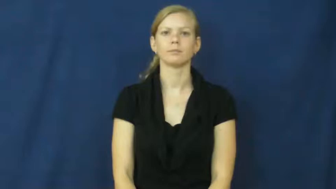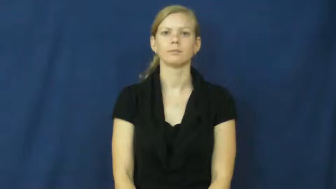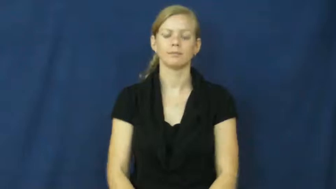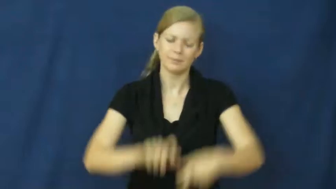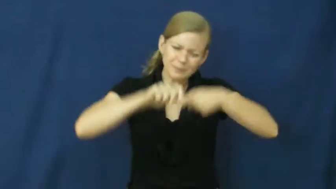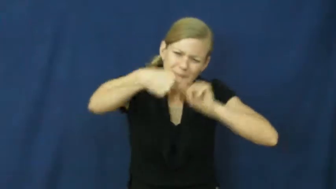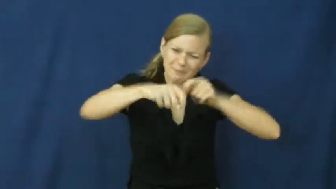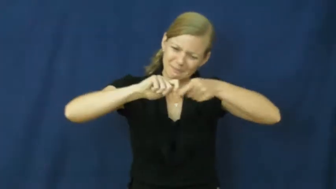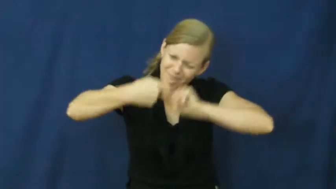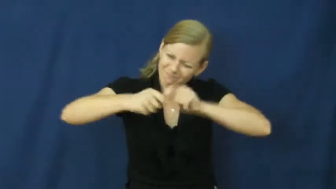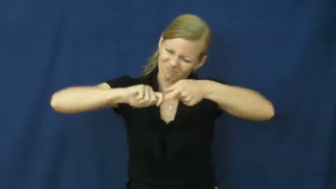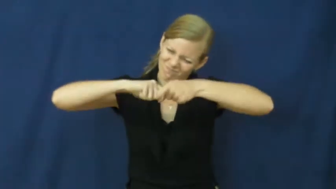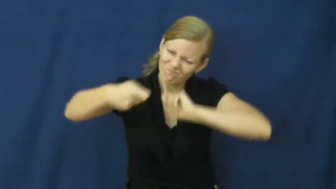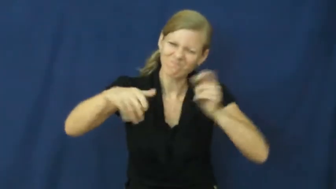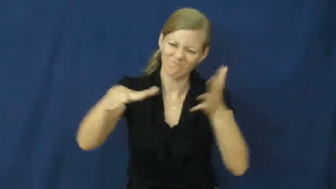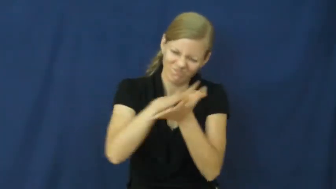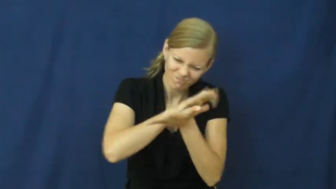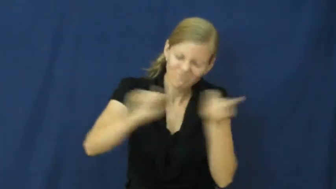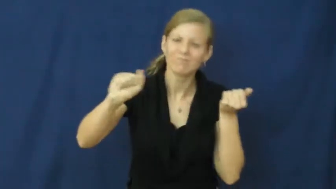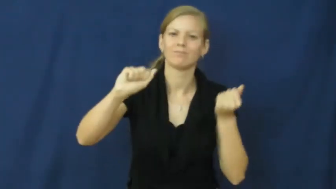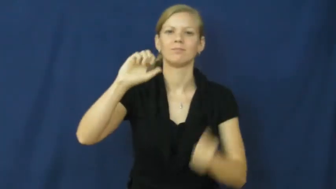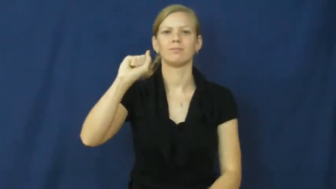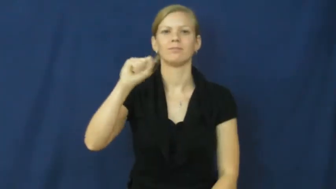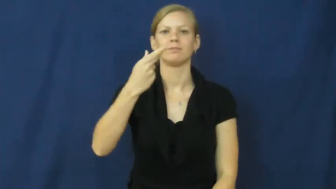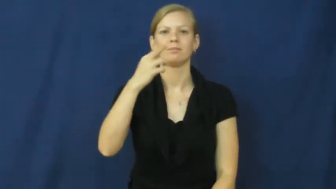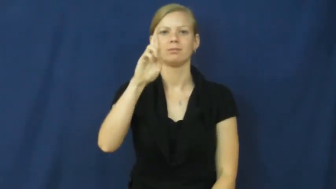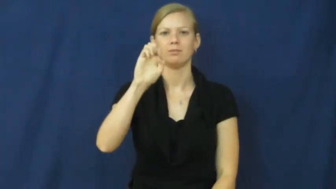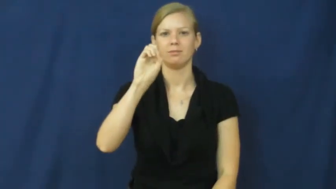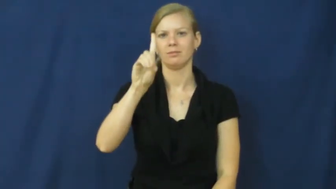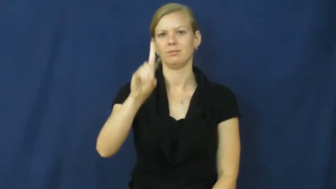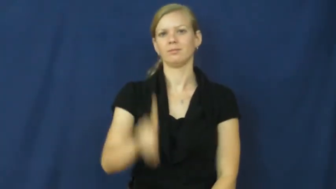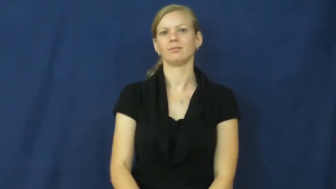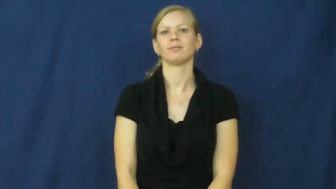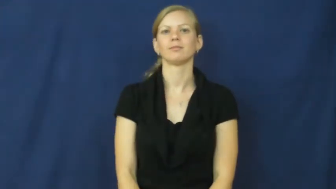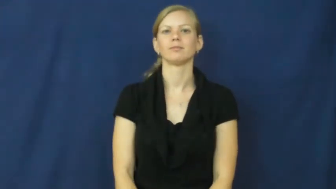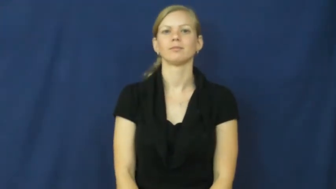shred-tear